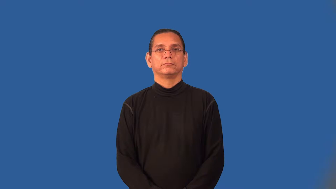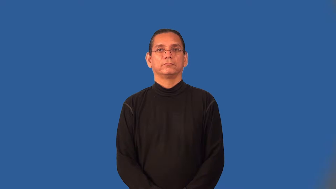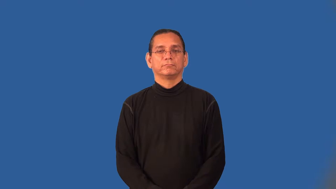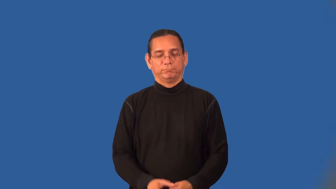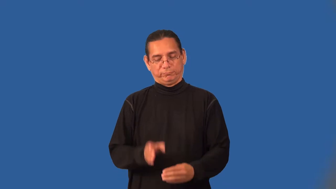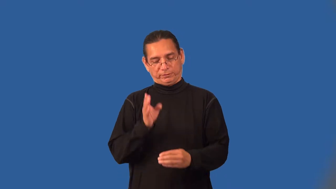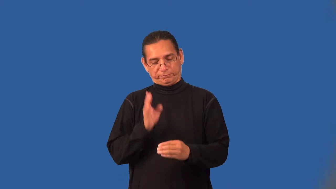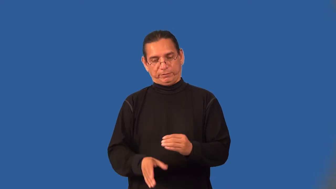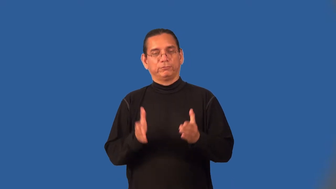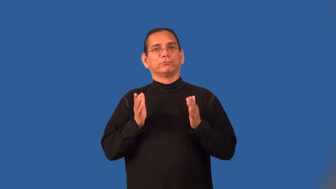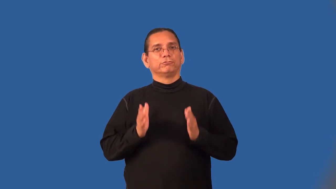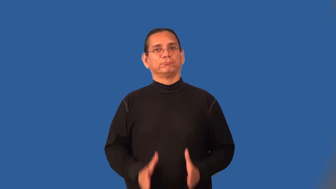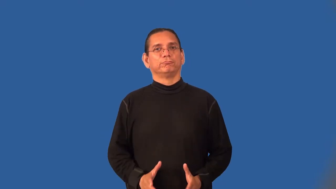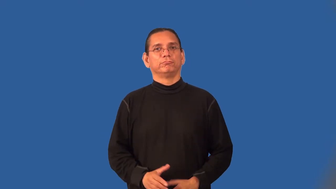finisher